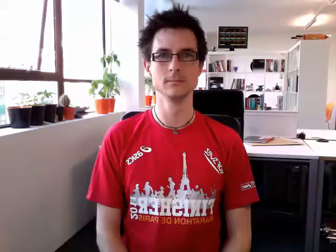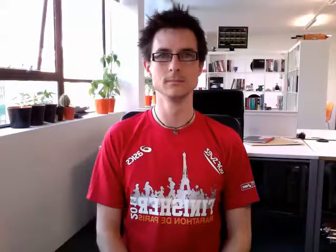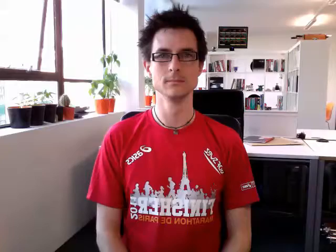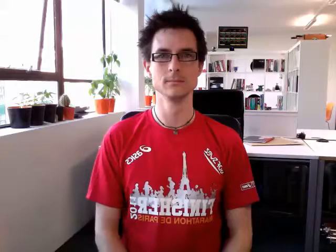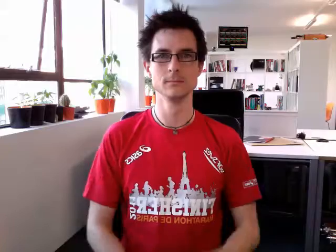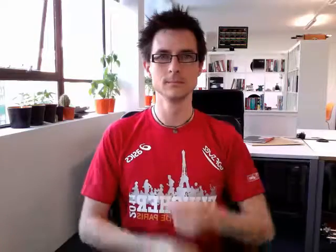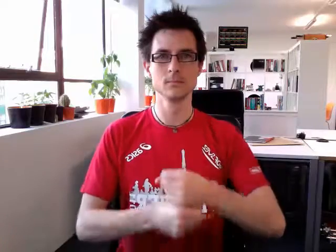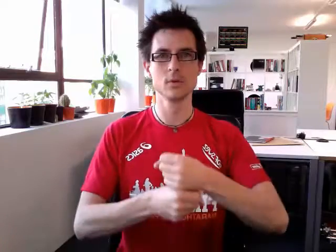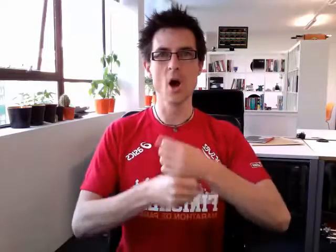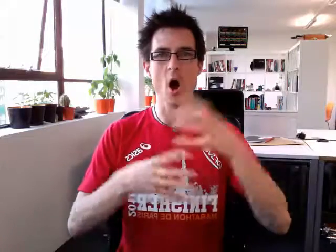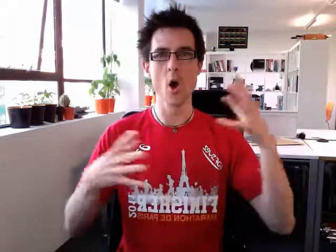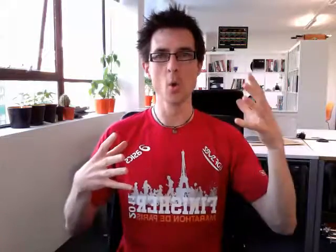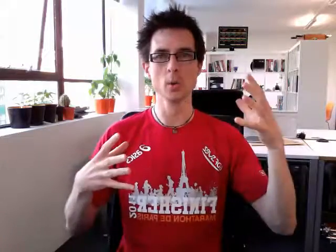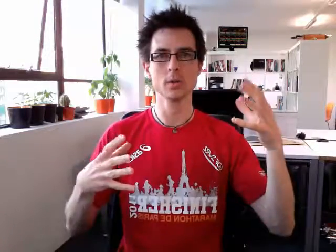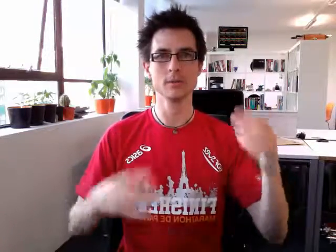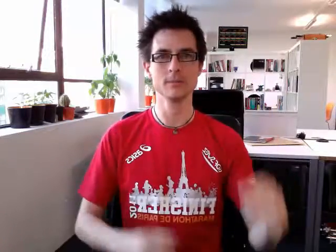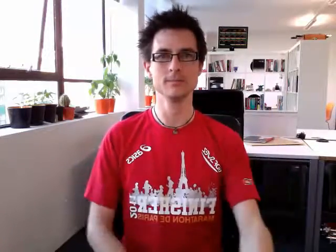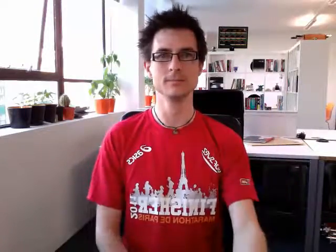gold